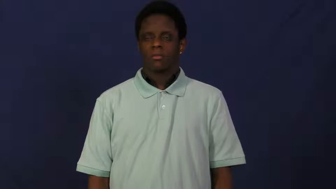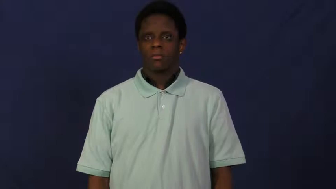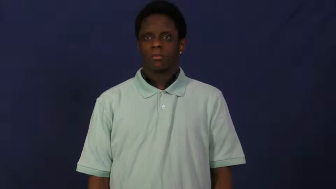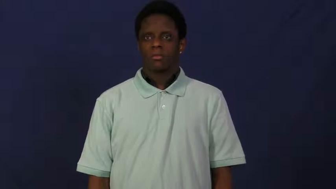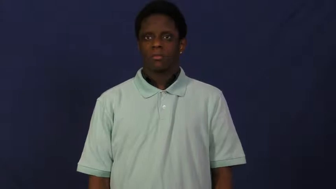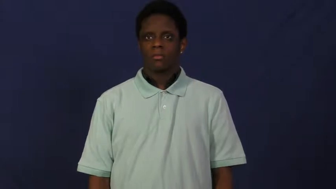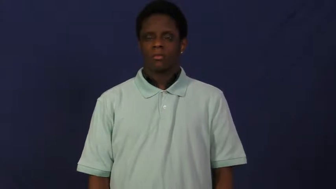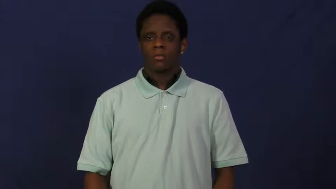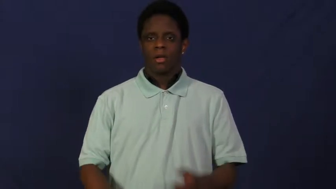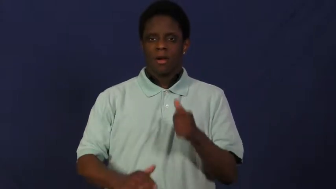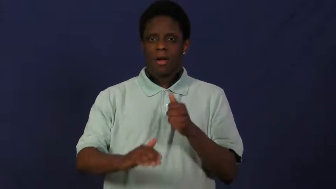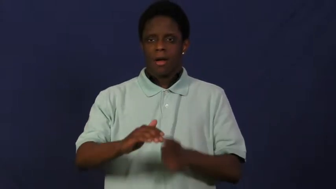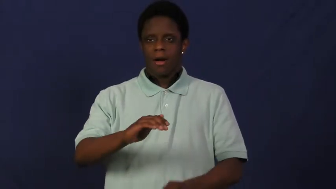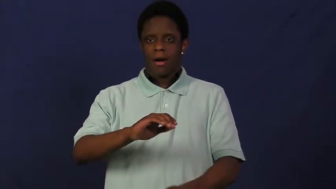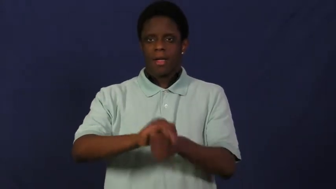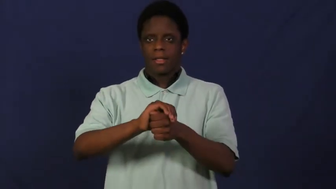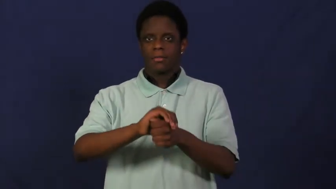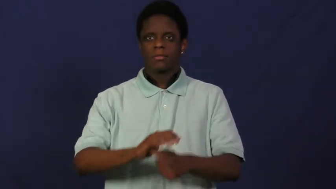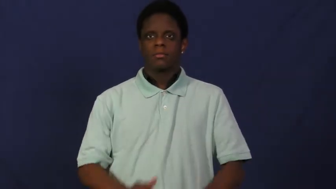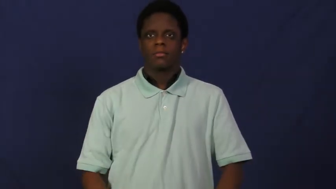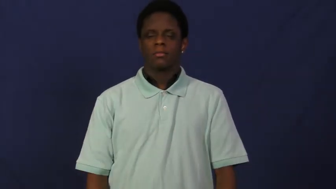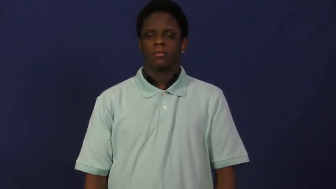stow away-hide